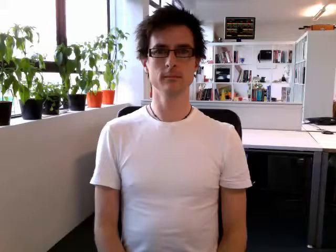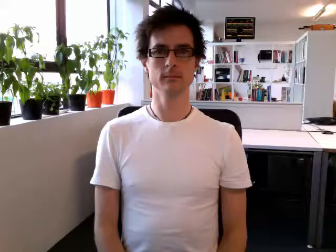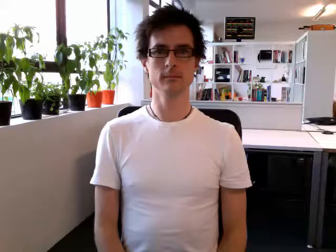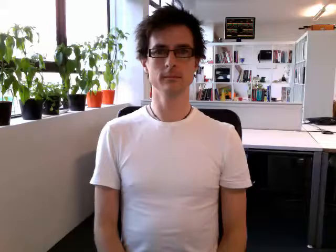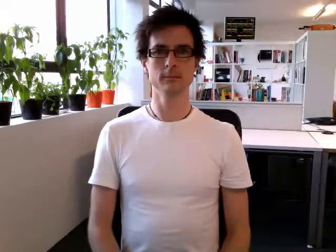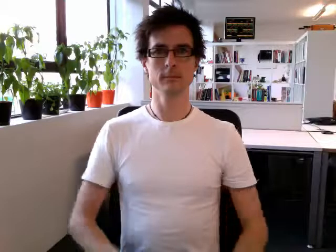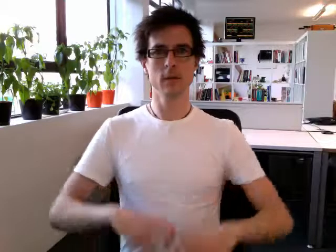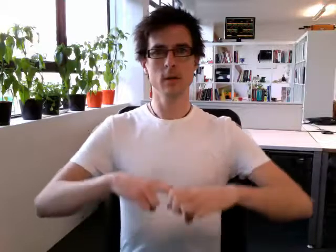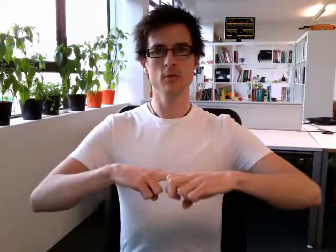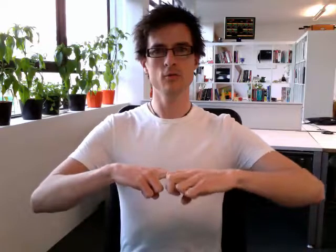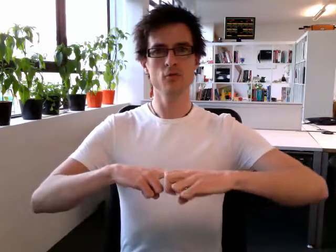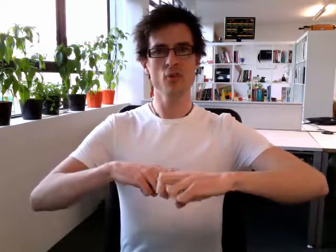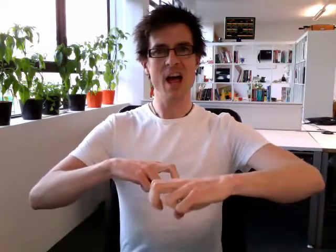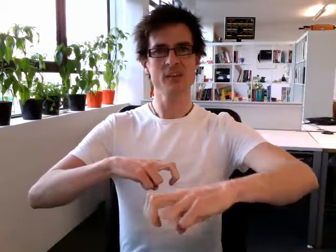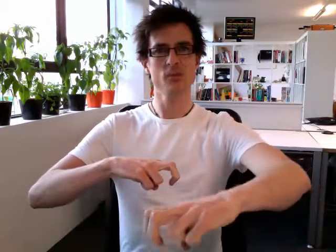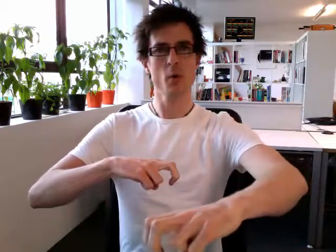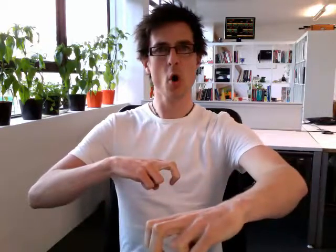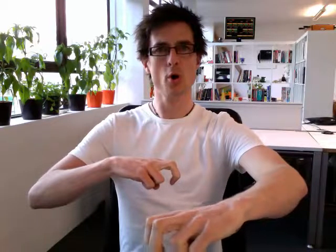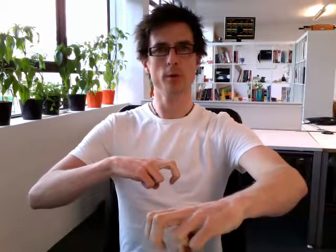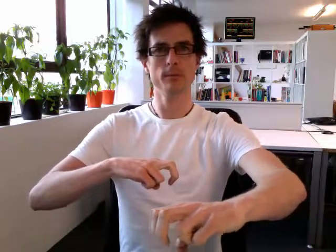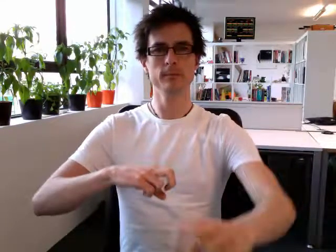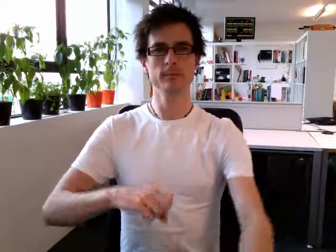transport